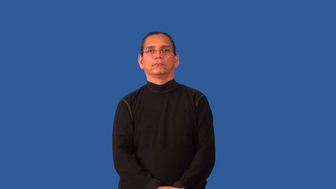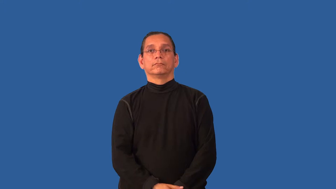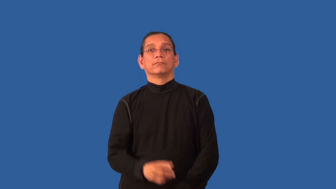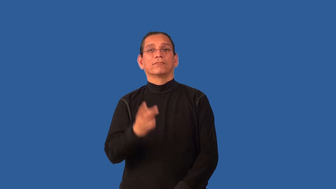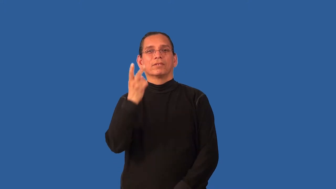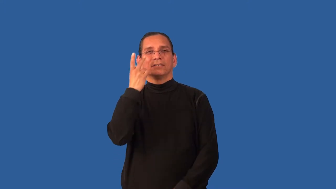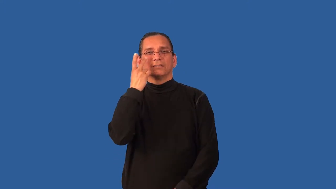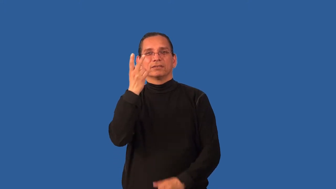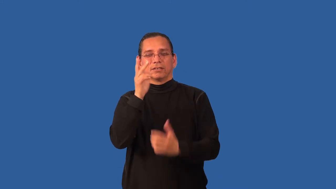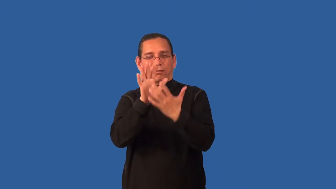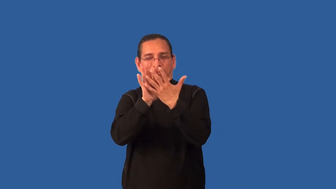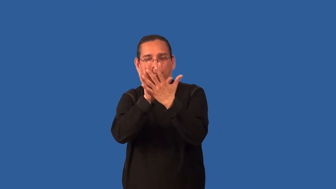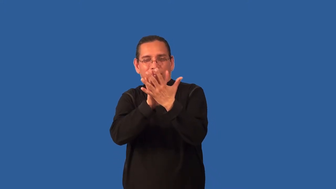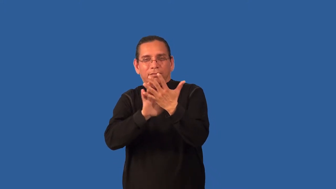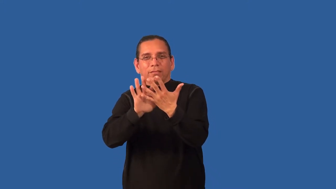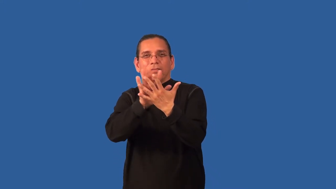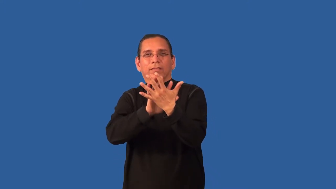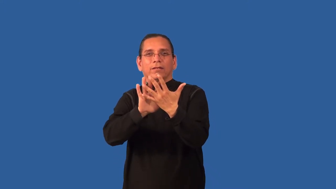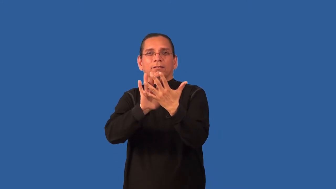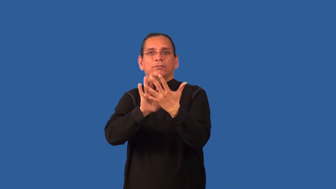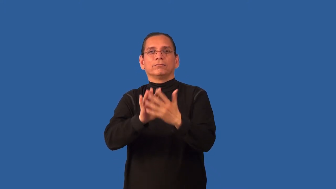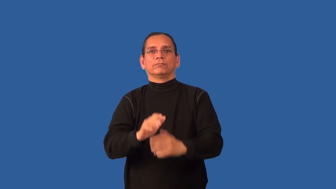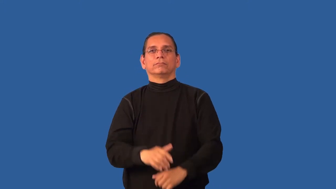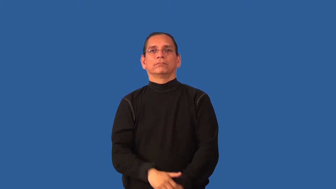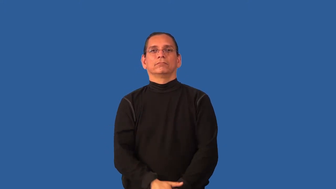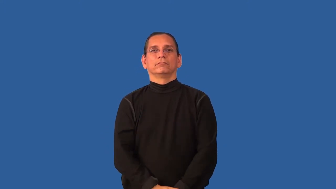bleary